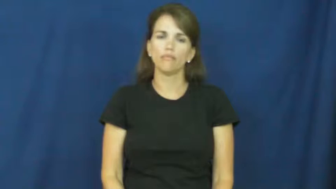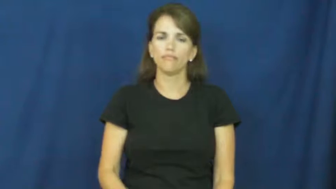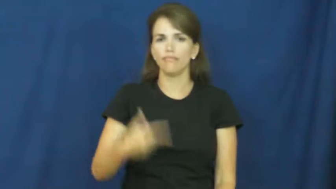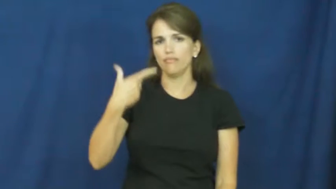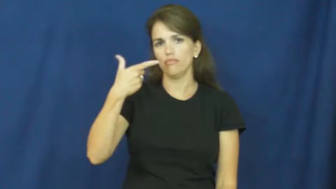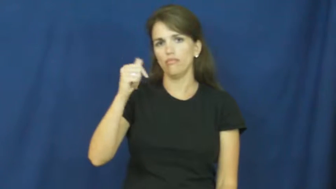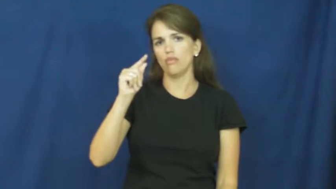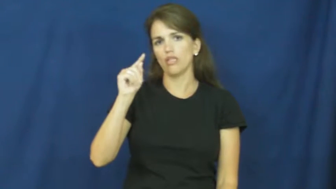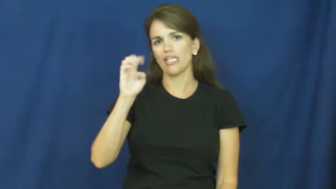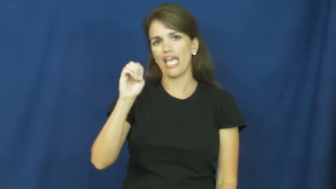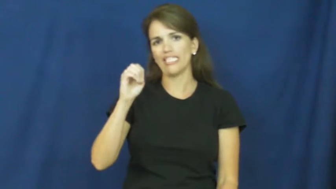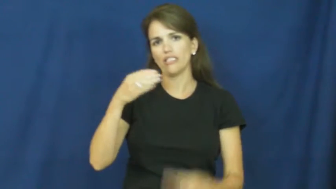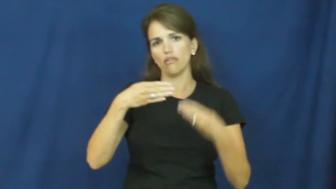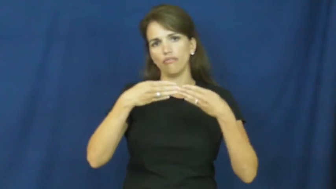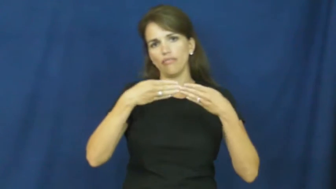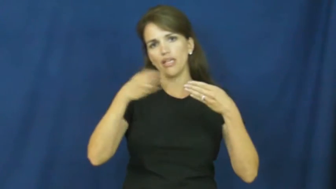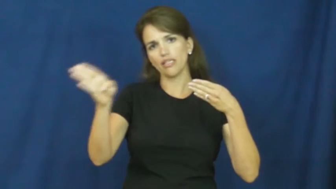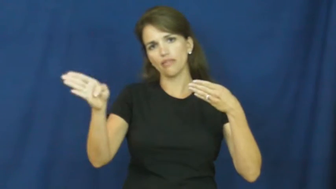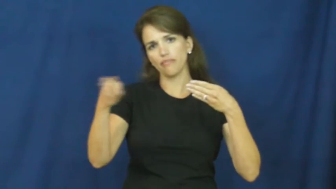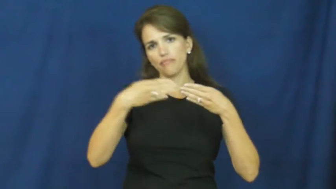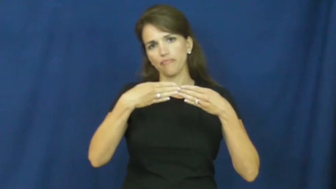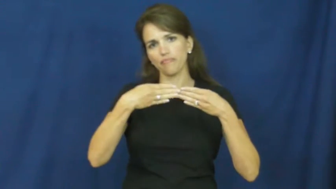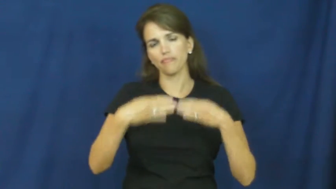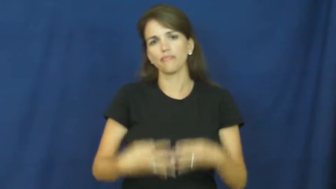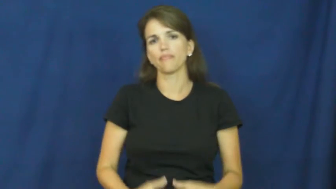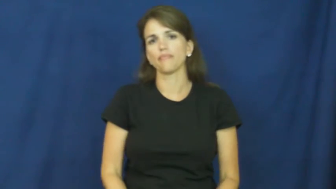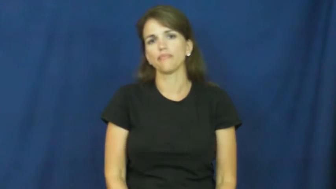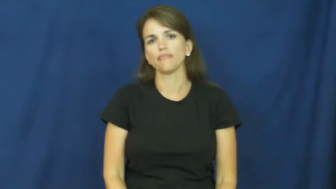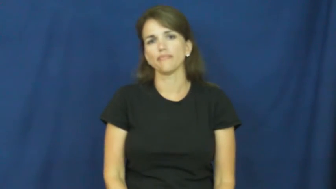gate